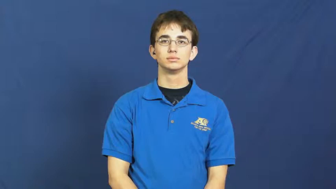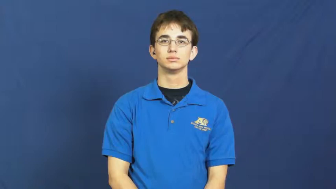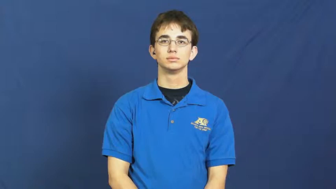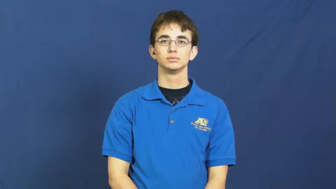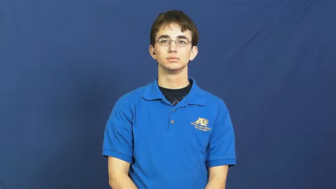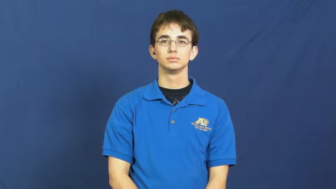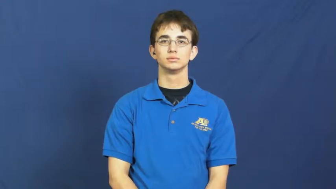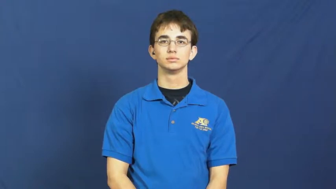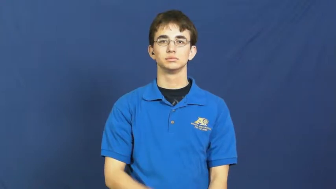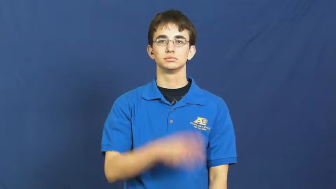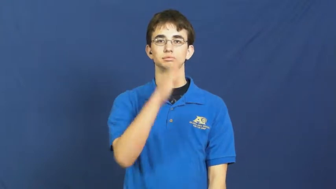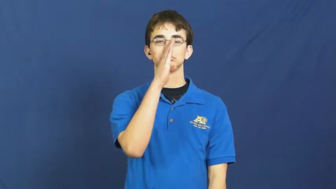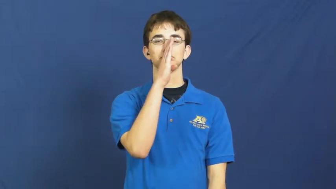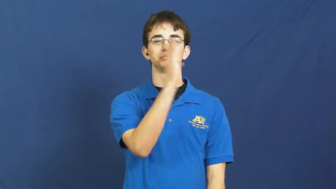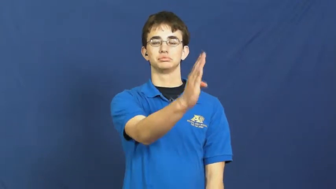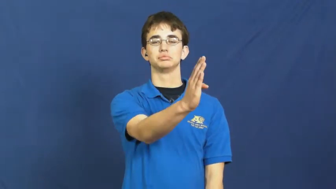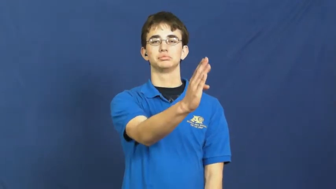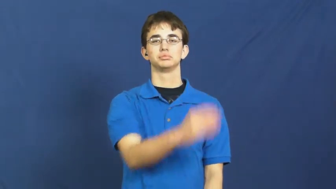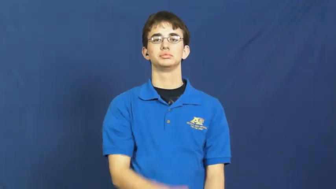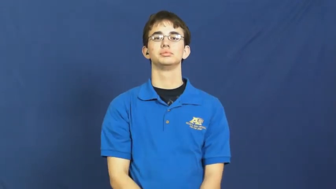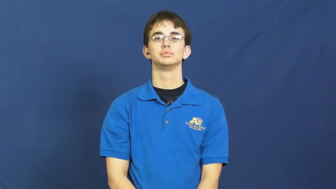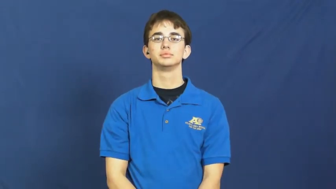literal